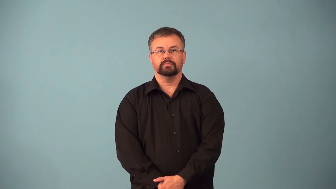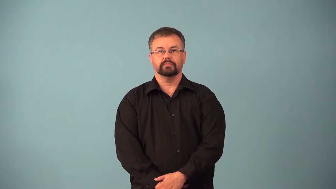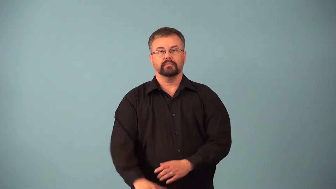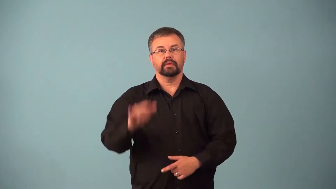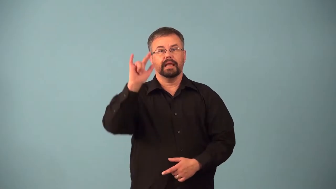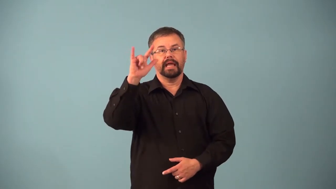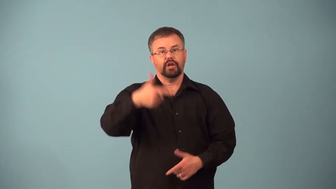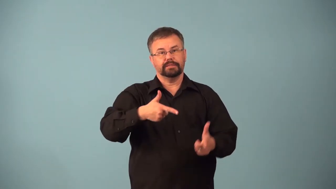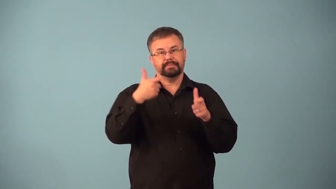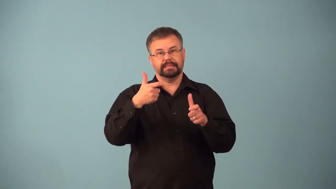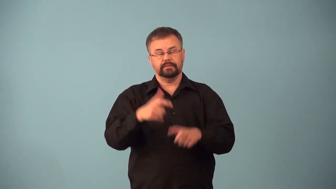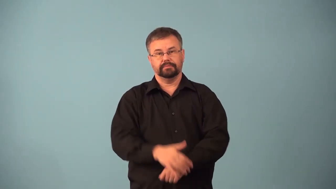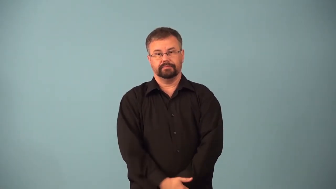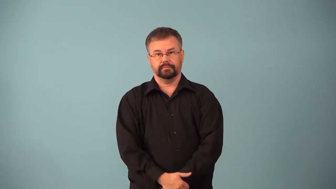airspeed